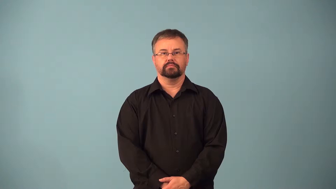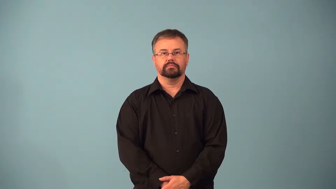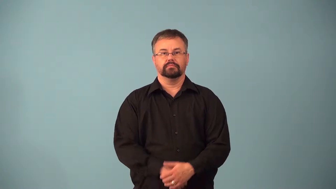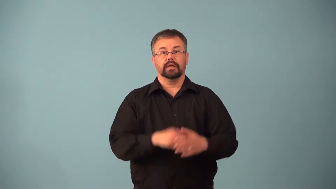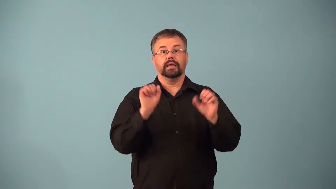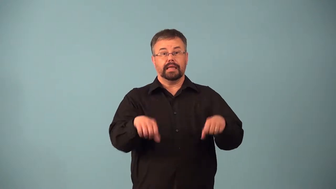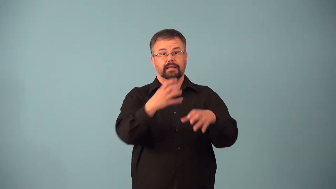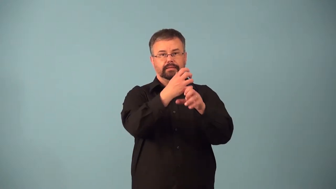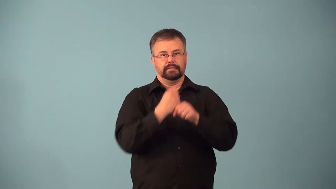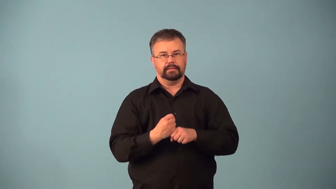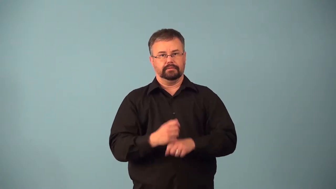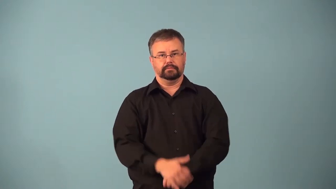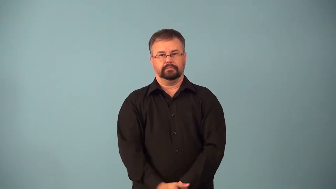acquirable